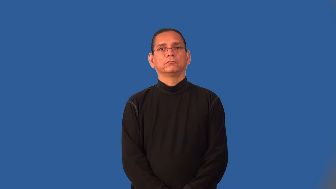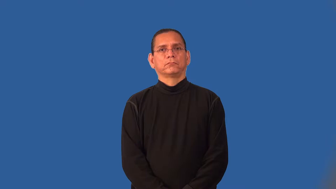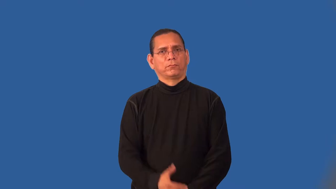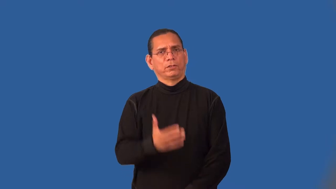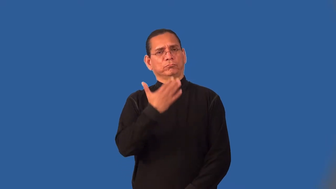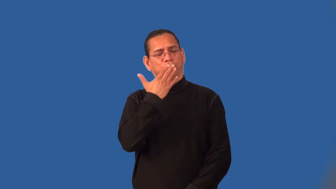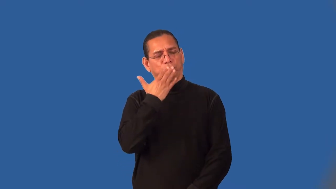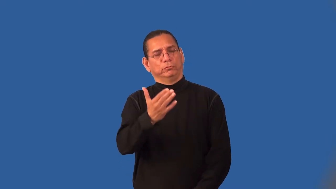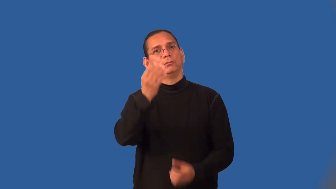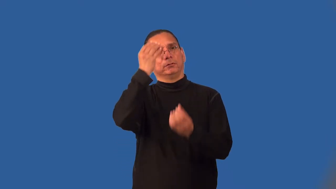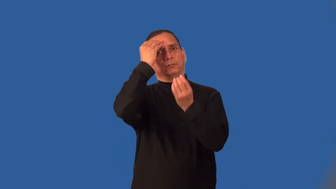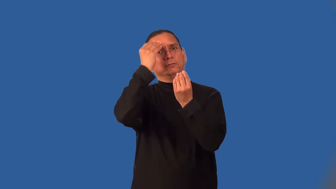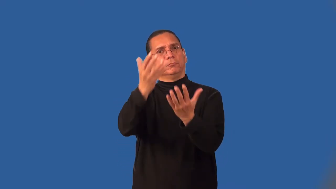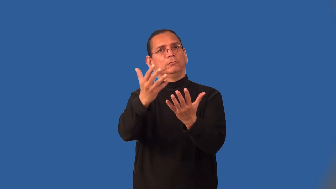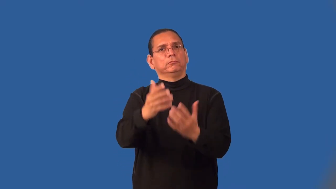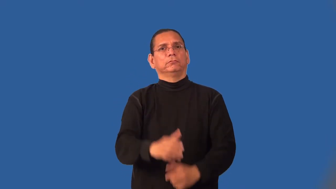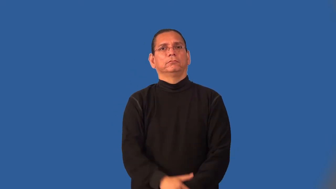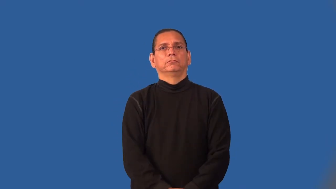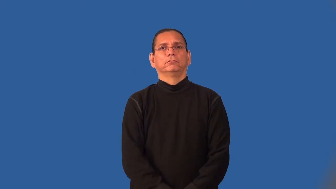informative